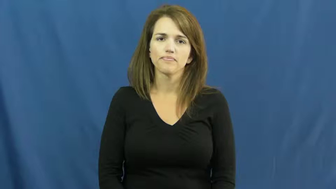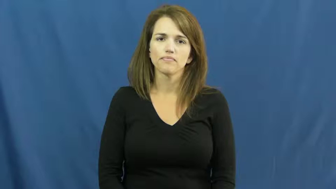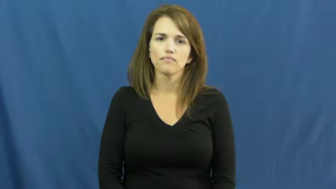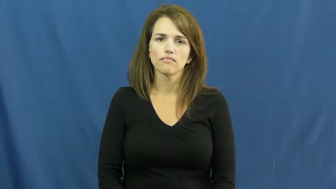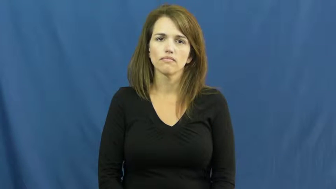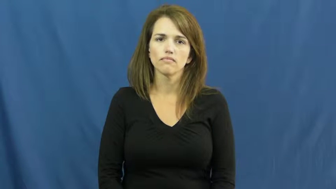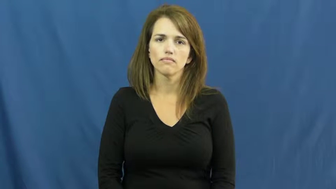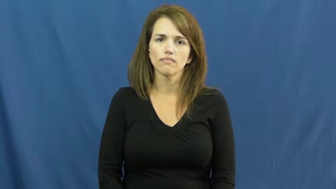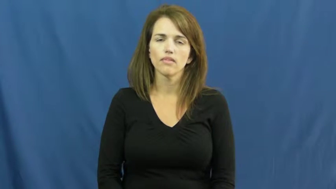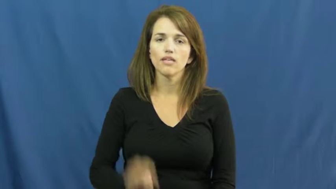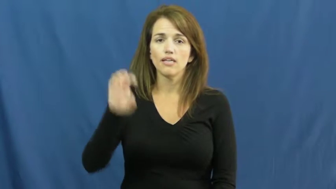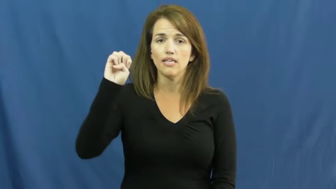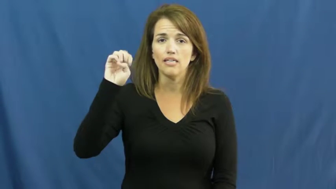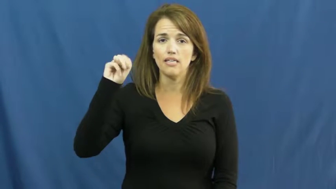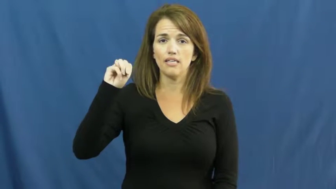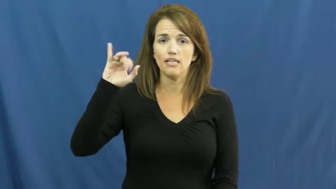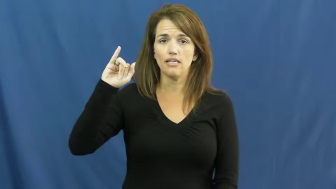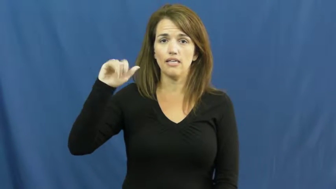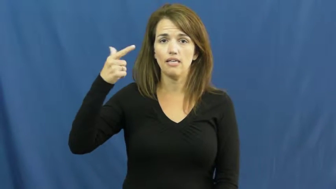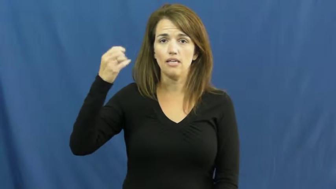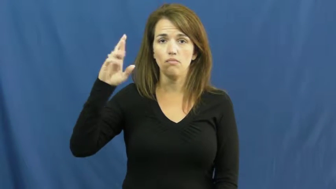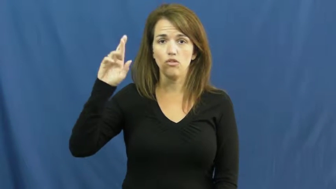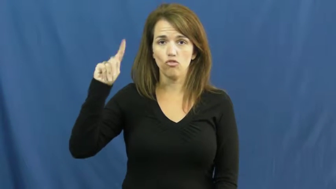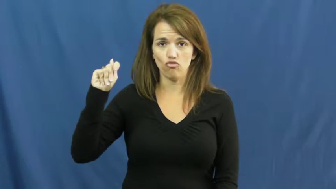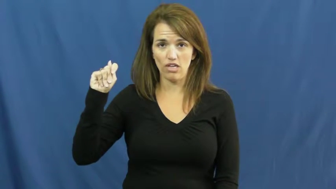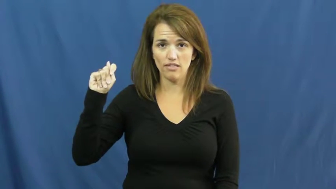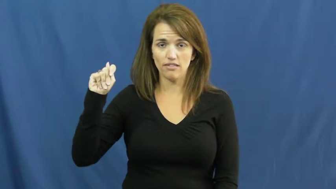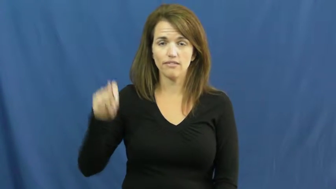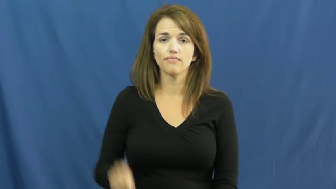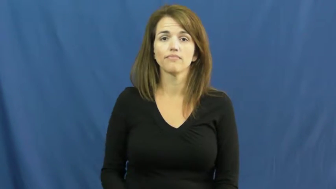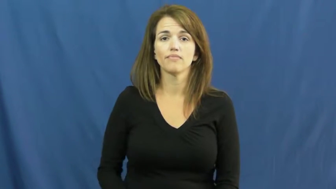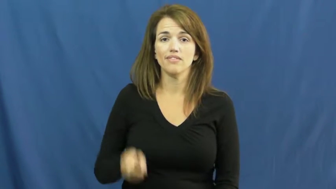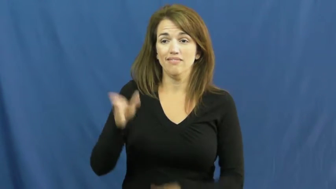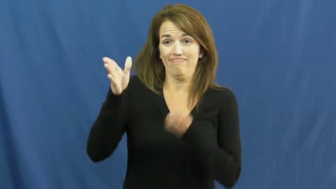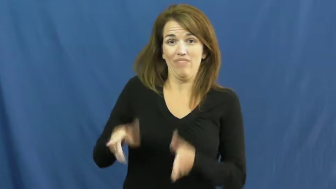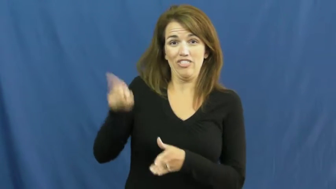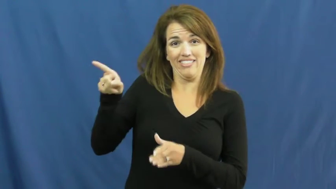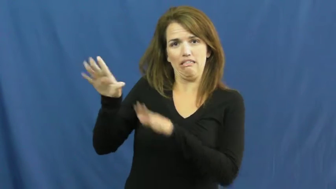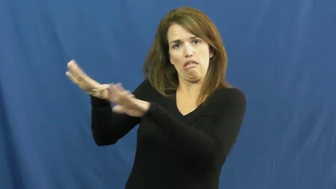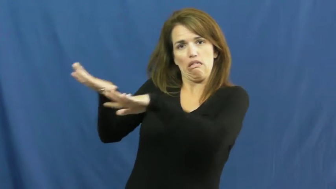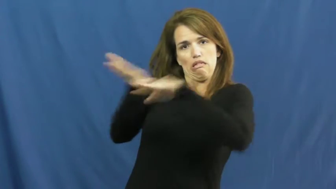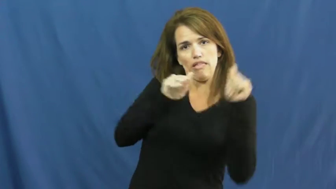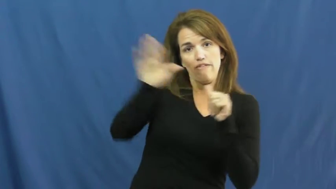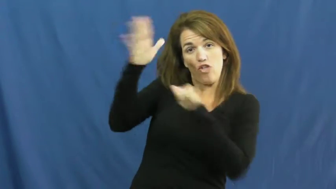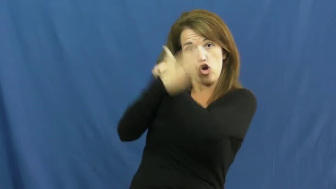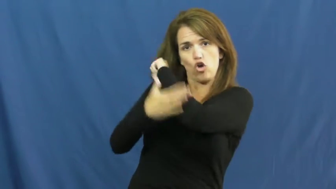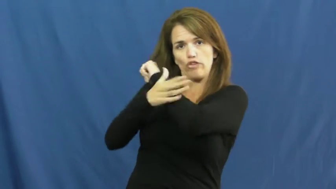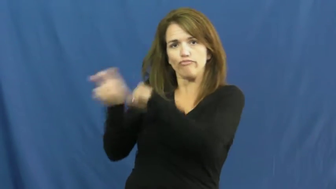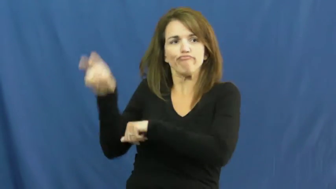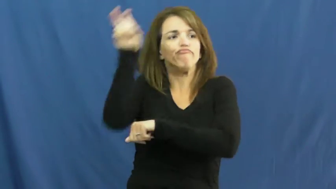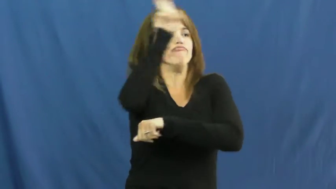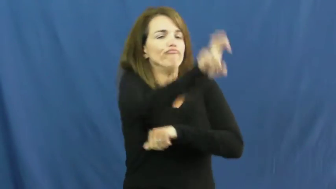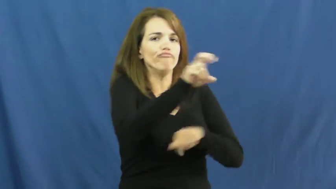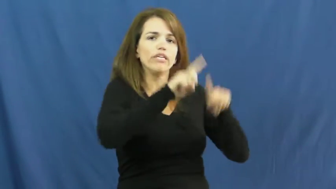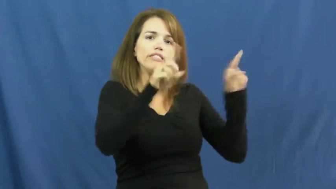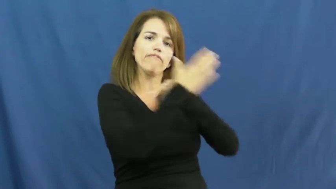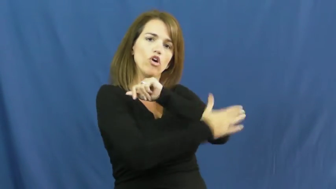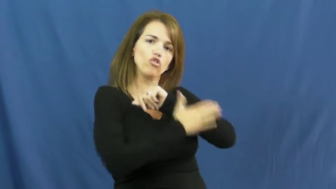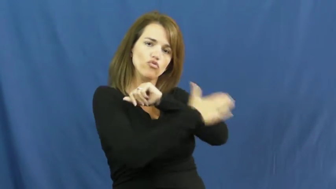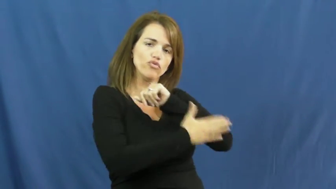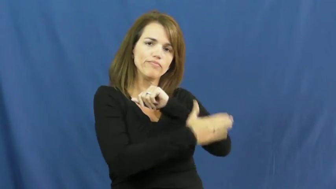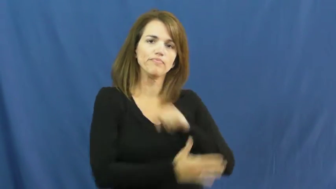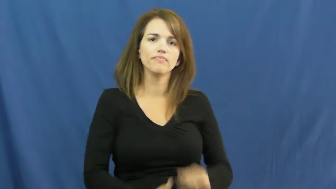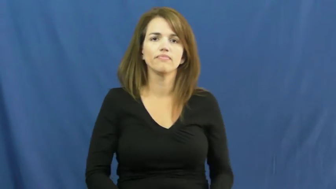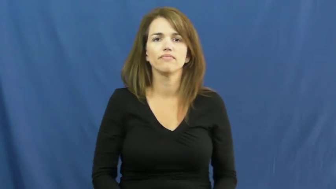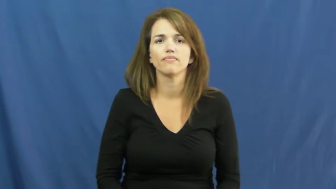emigrant